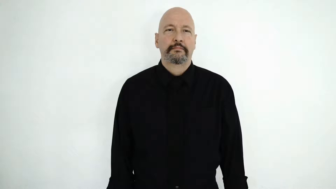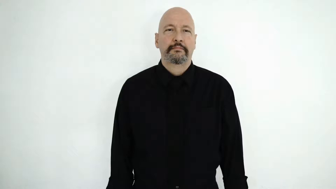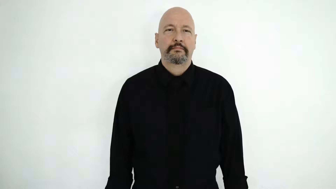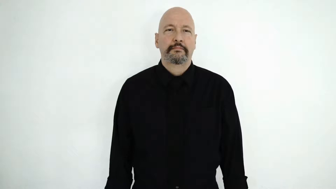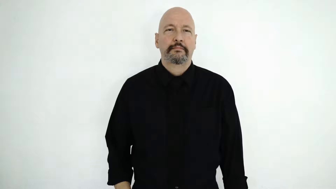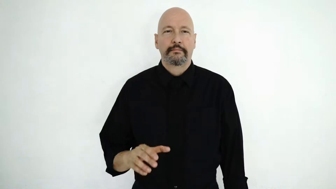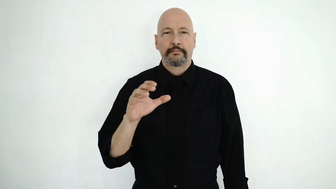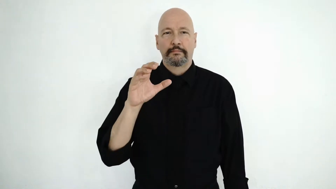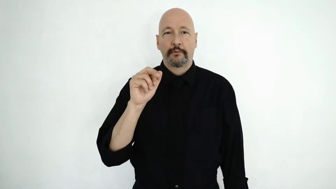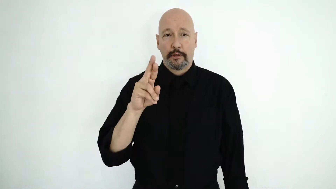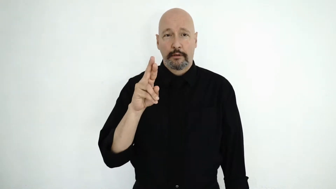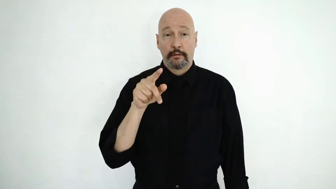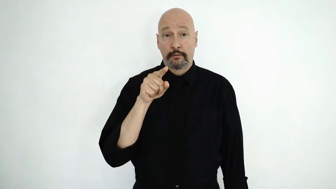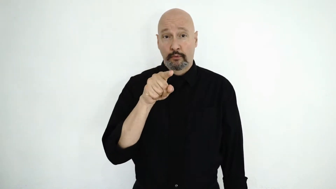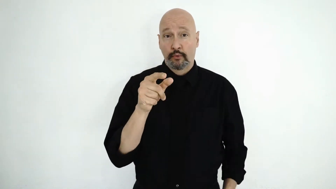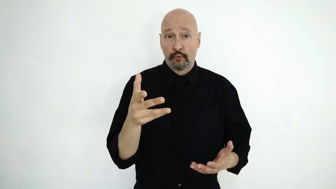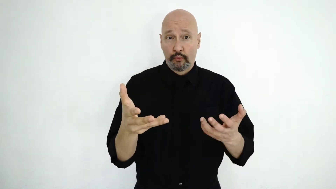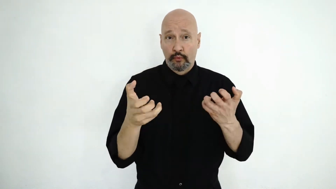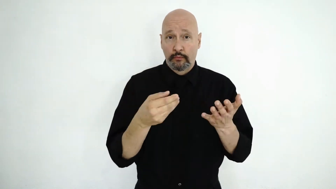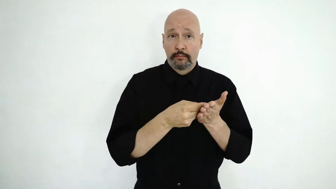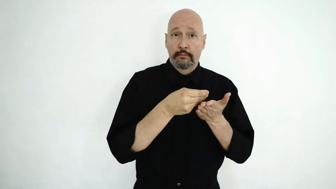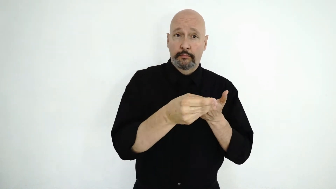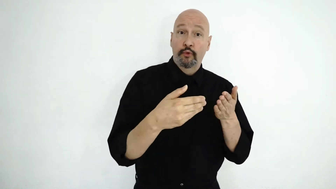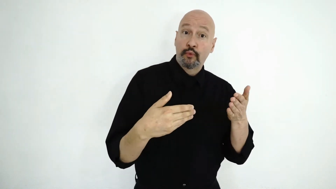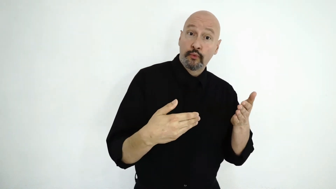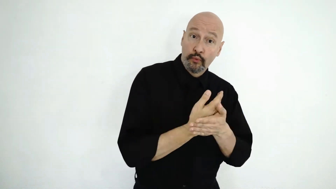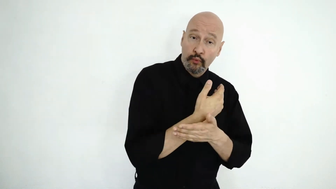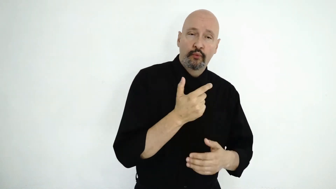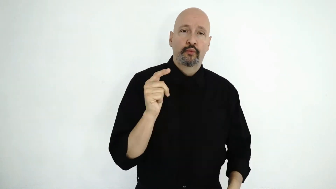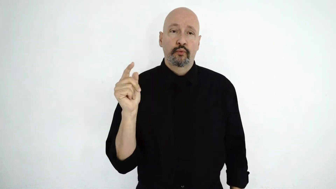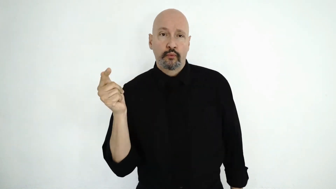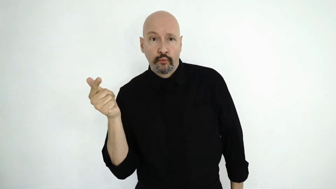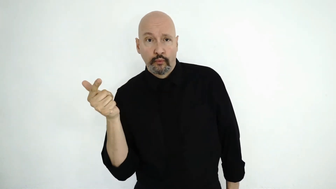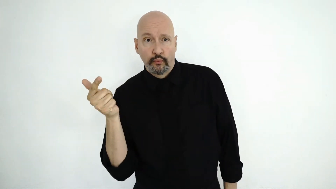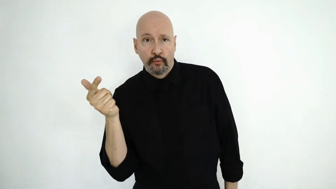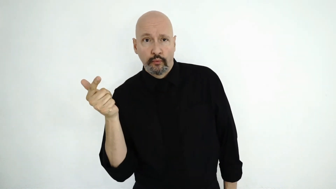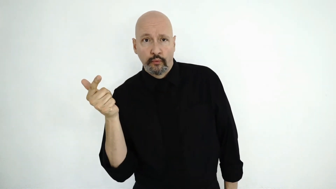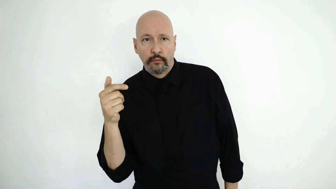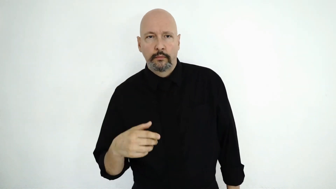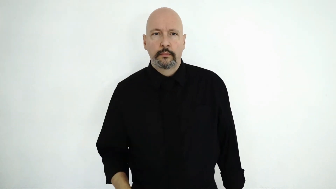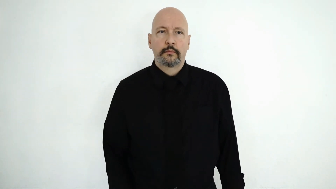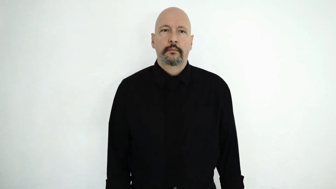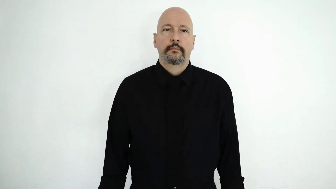CAR, YOU WANT BUY NEW, used-[SECOND-HAND]?